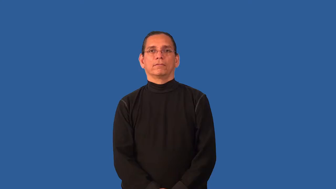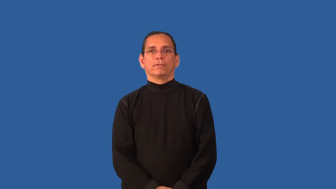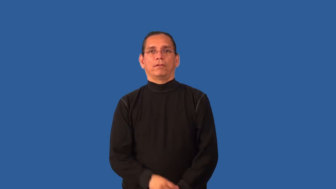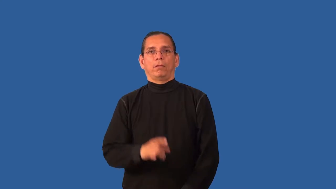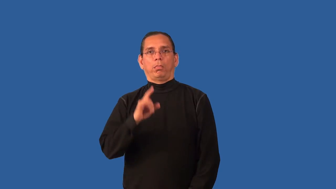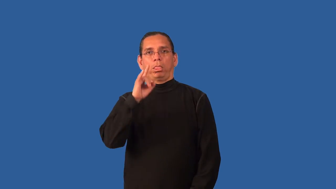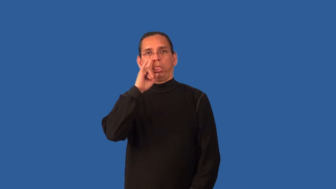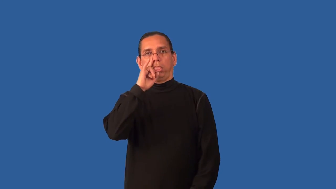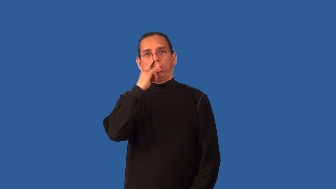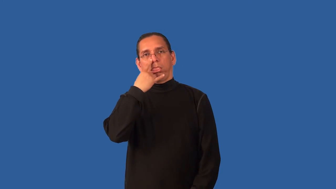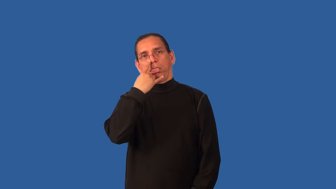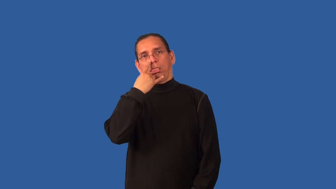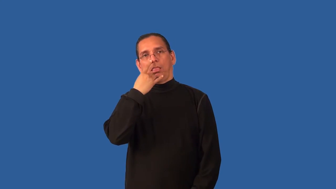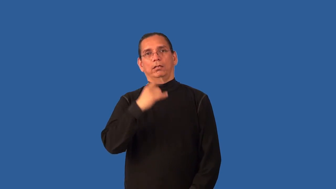bland,unspectacular-boring